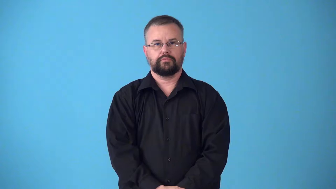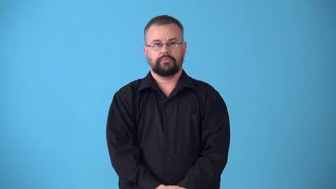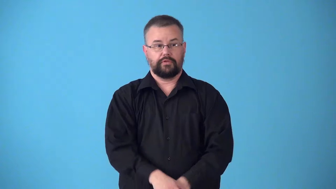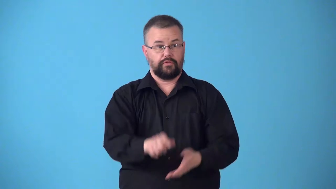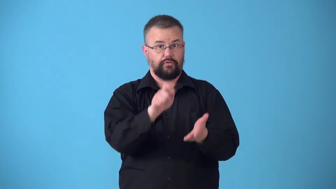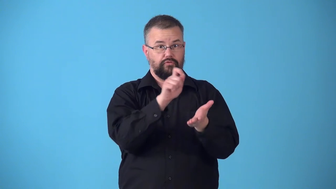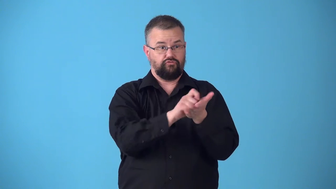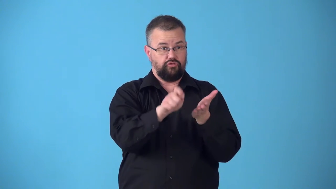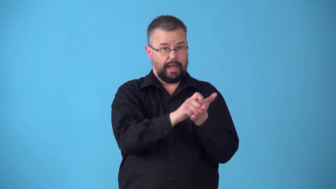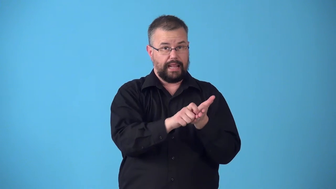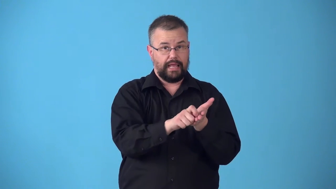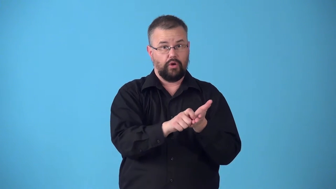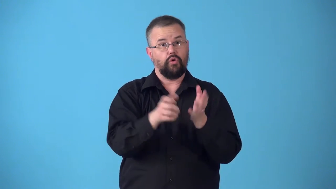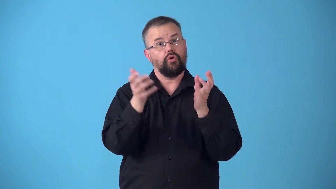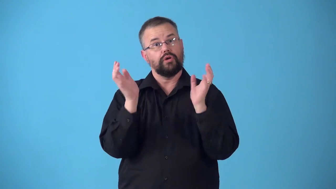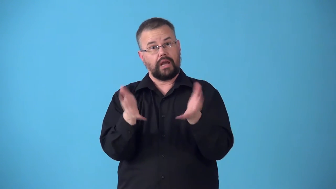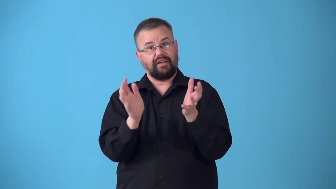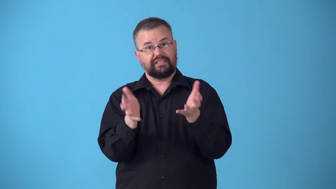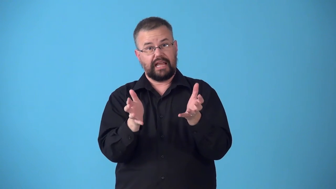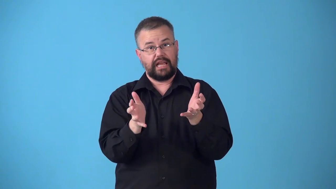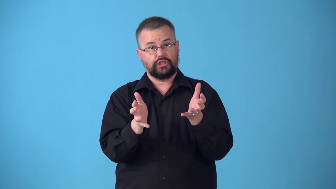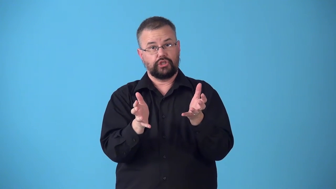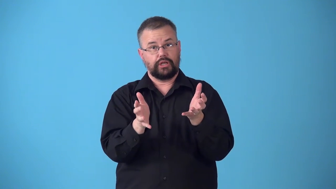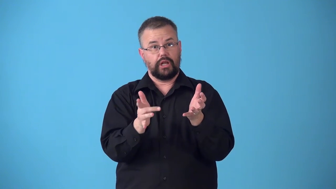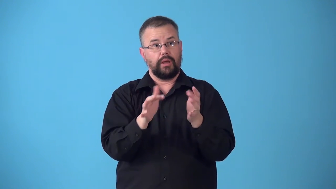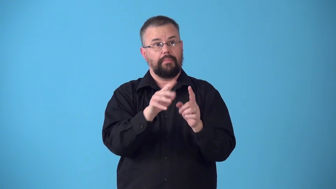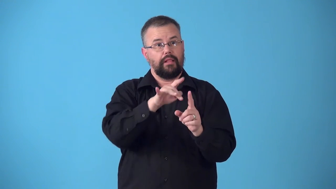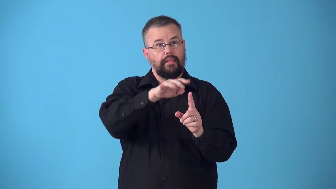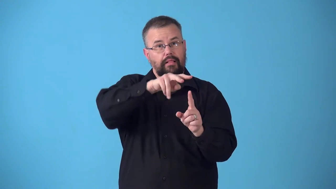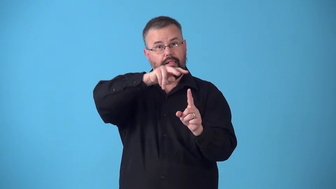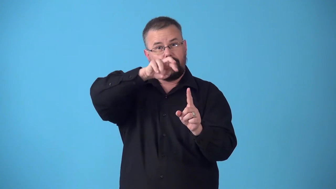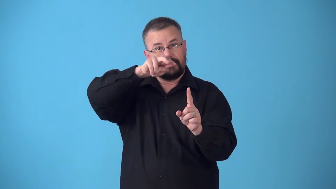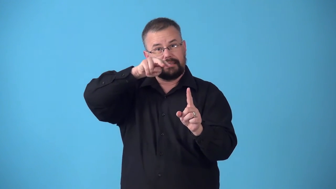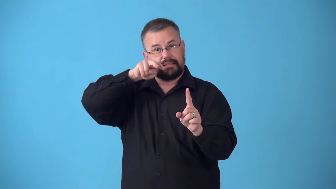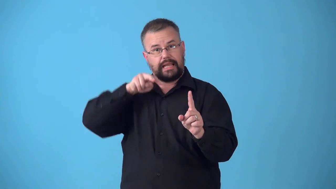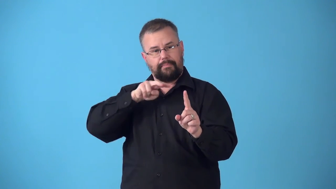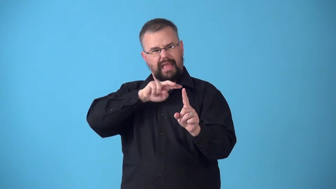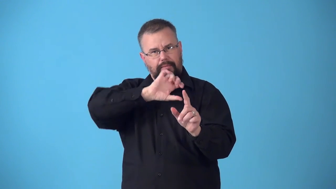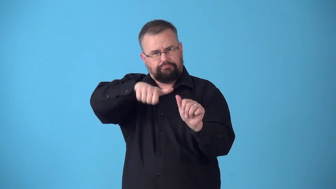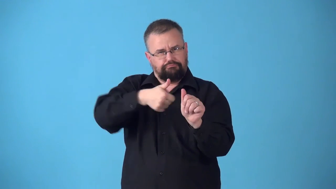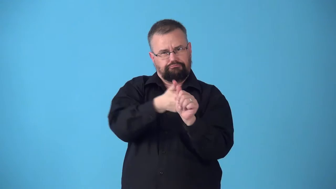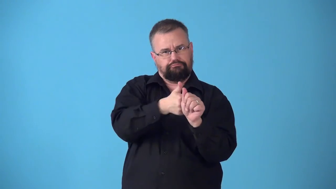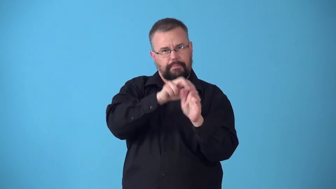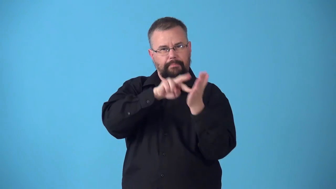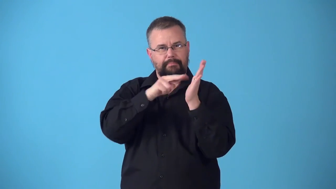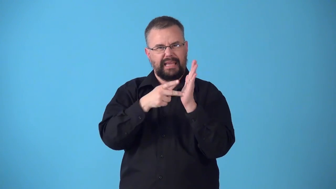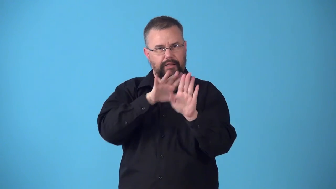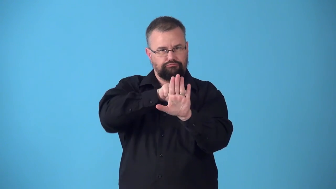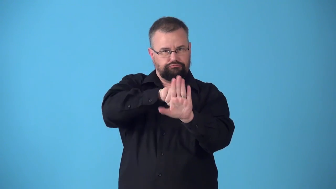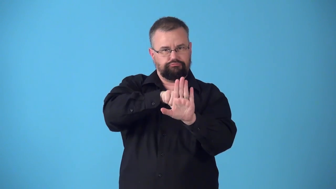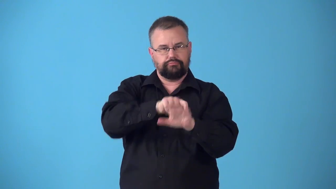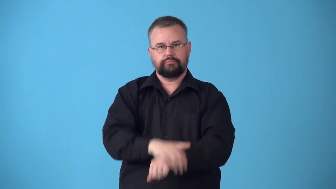subtext